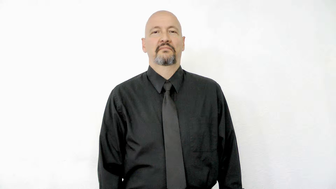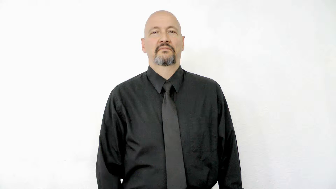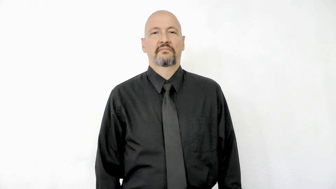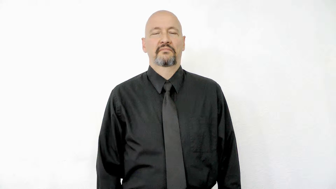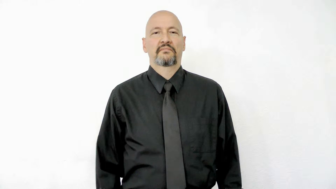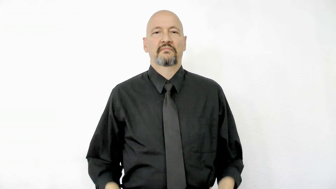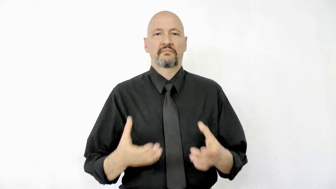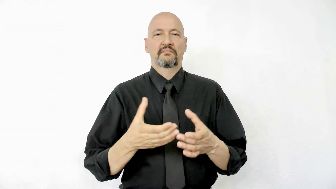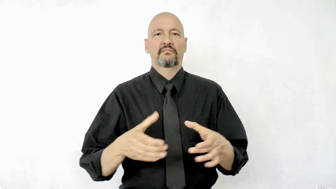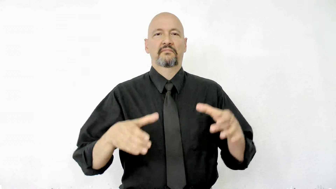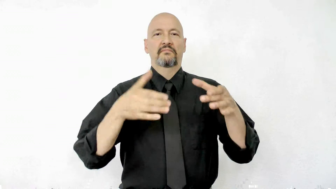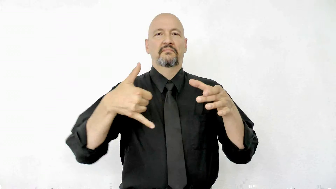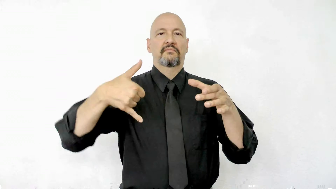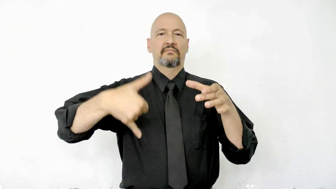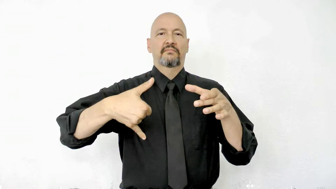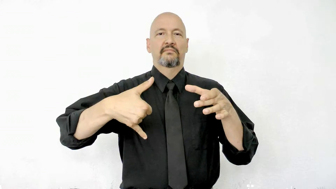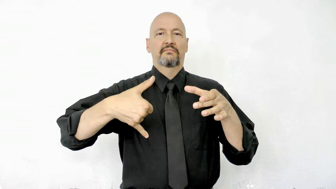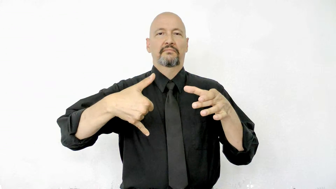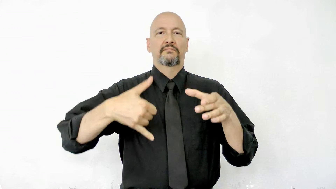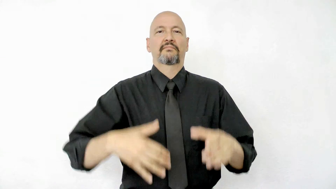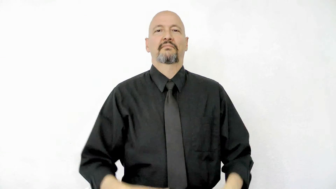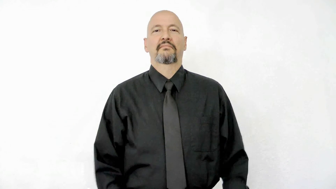pitcher version 2